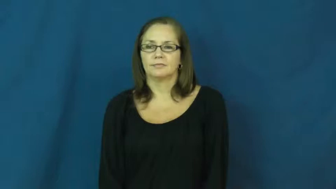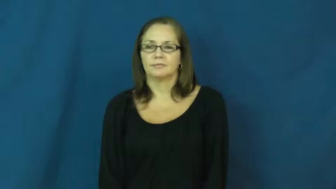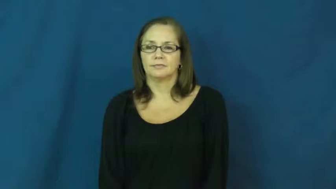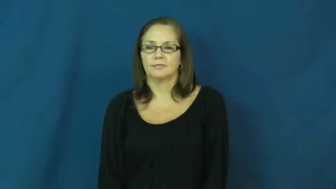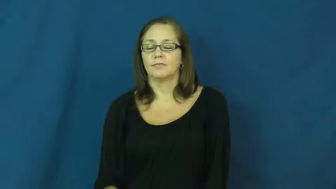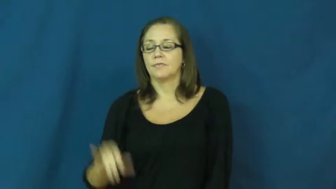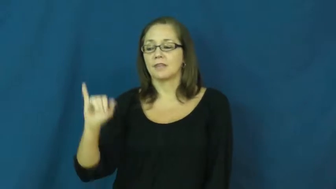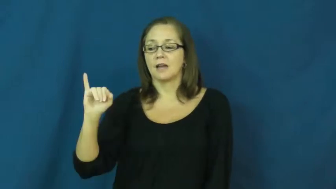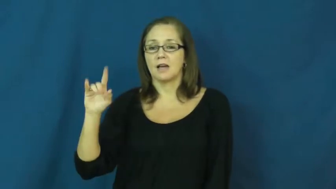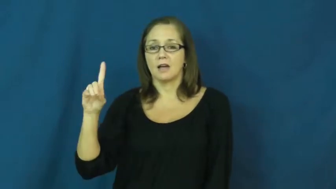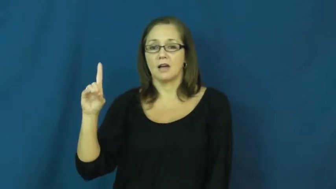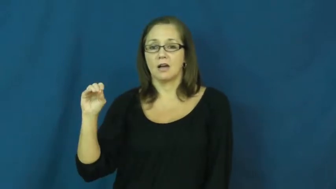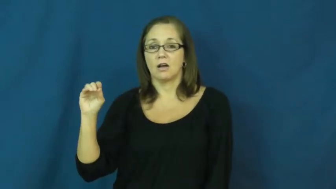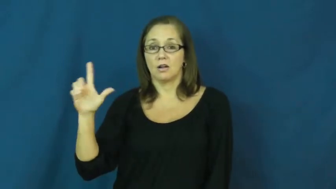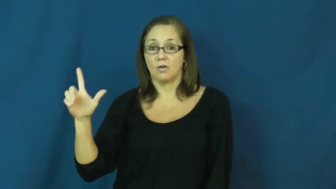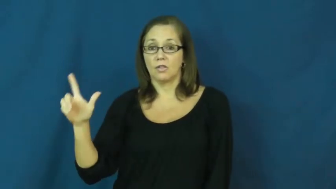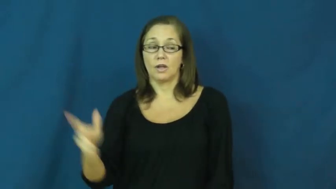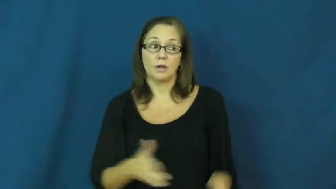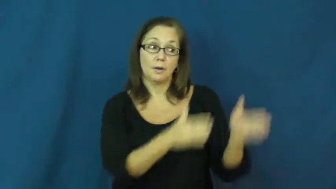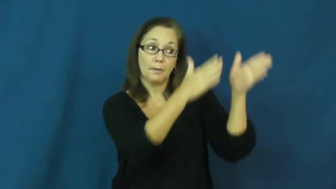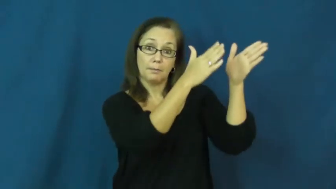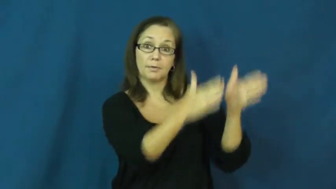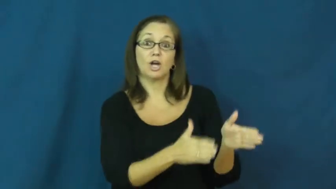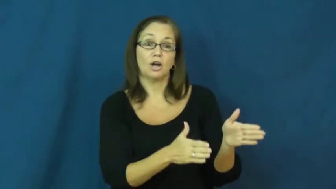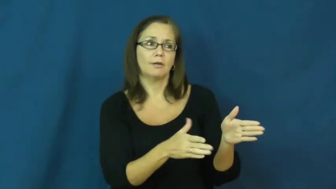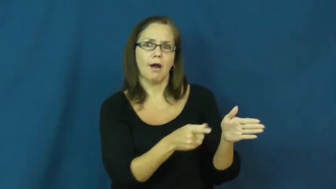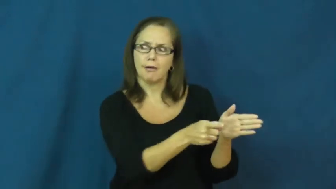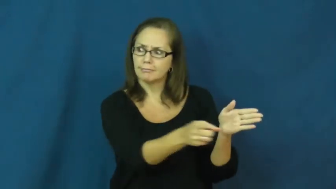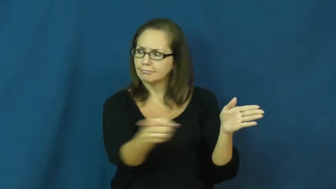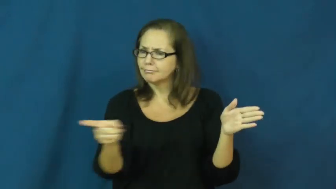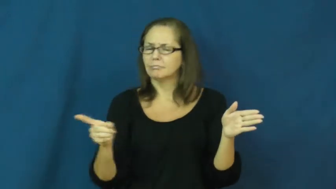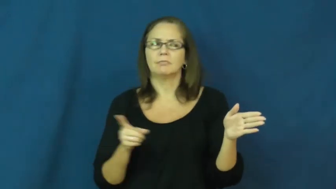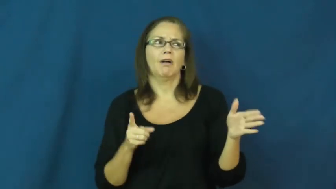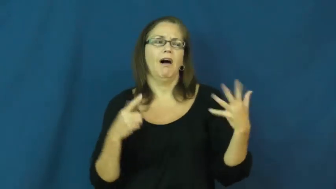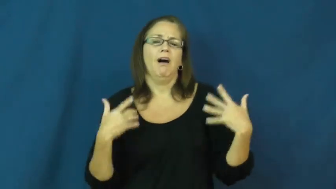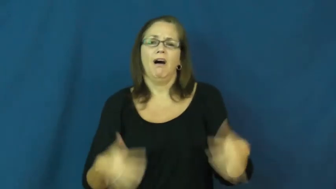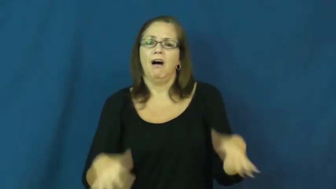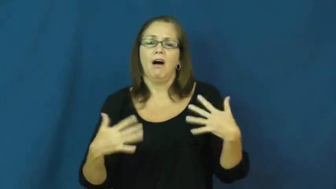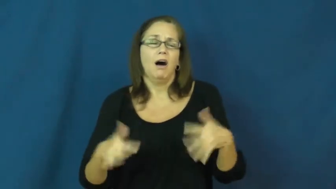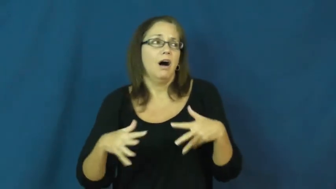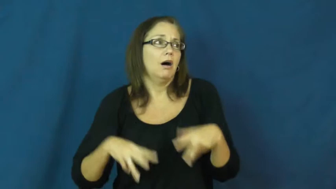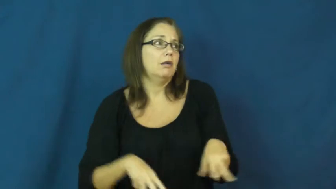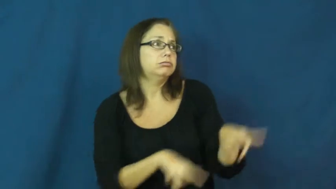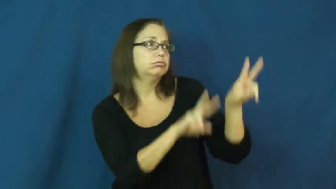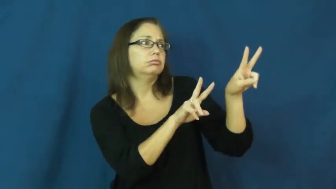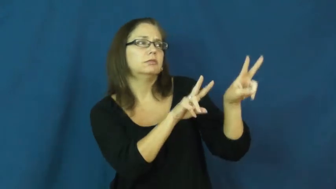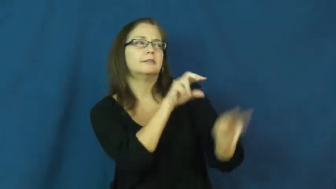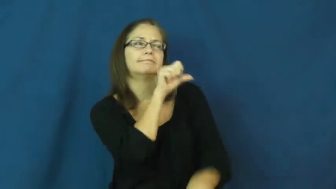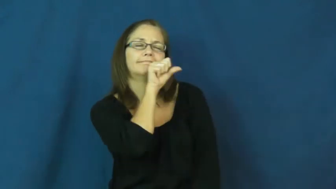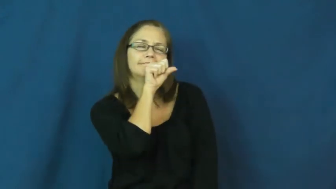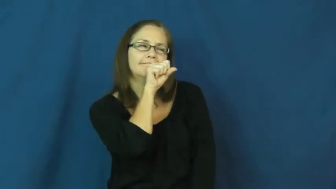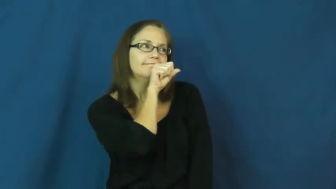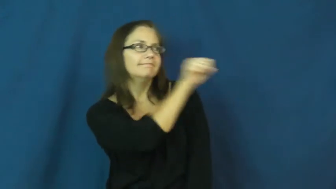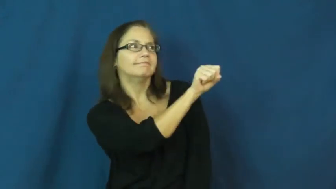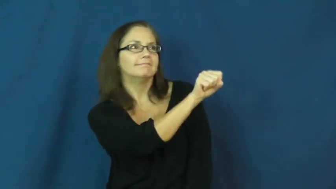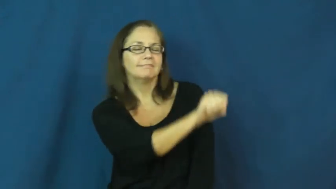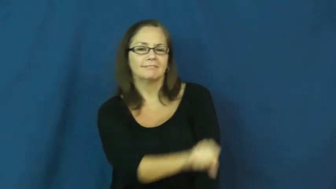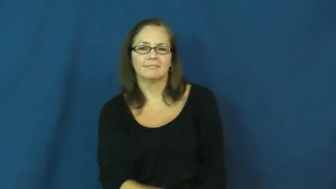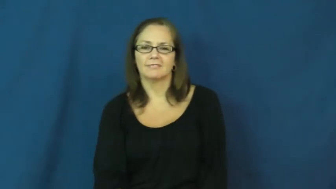idol-idolize